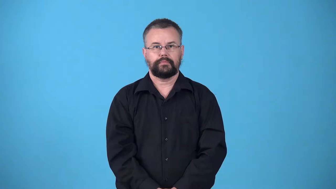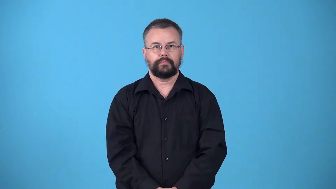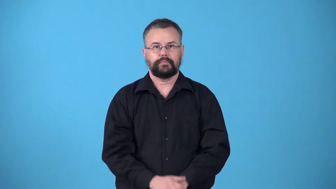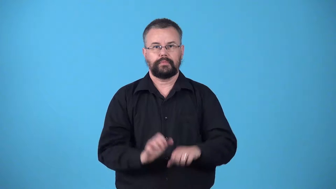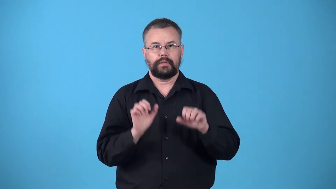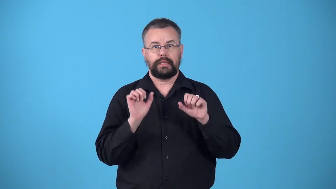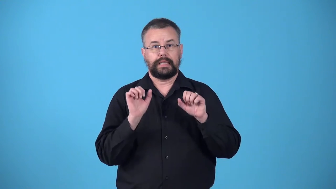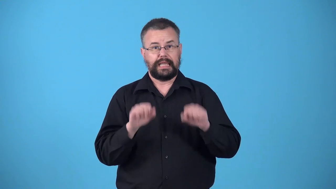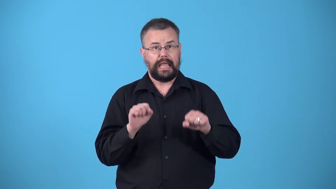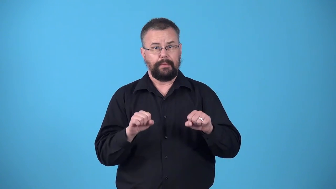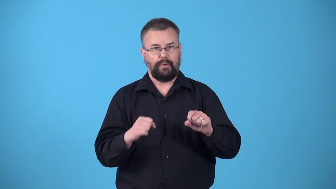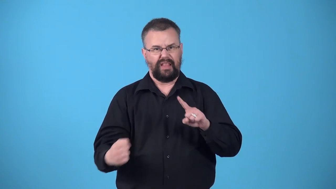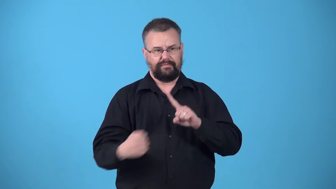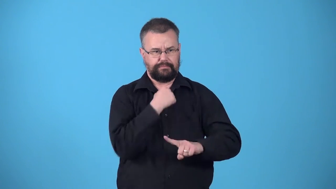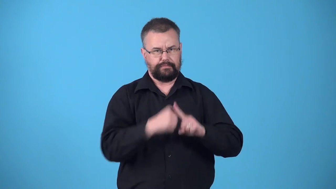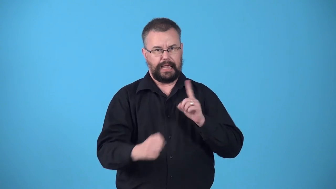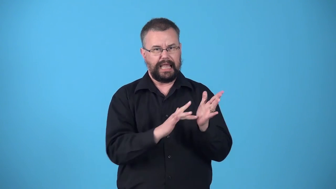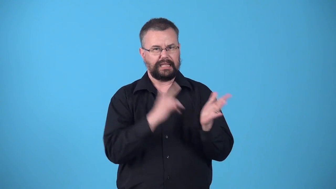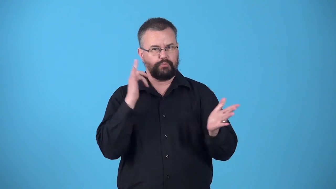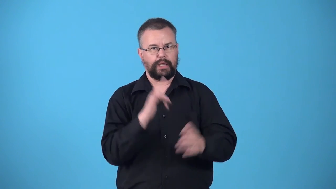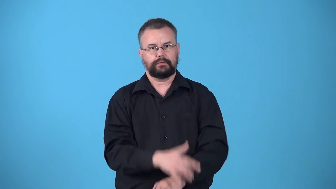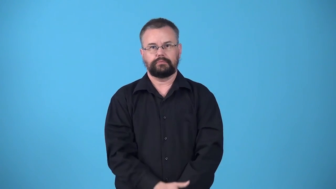violatable,violable